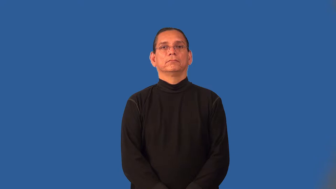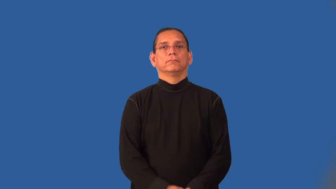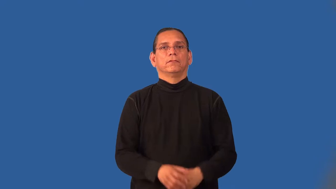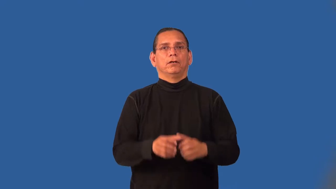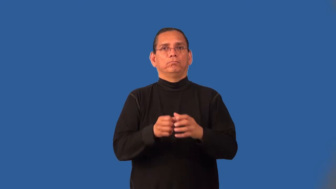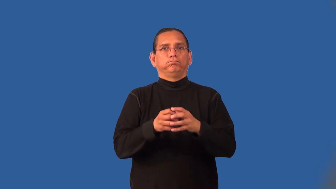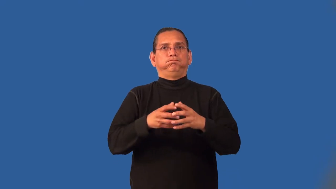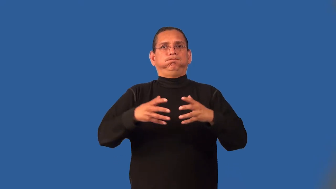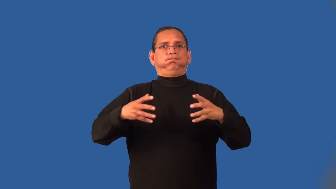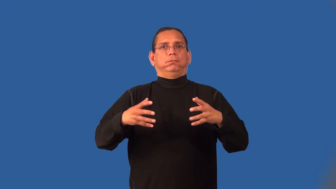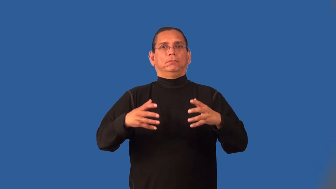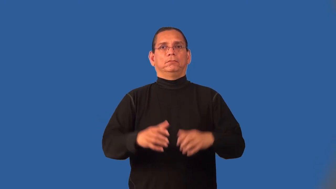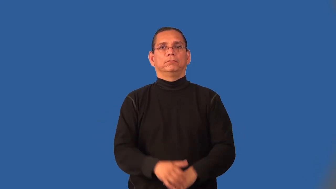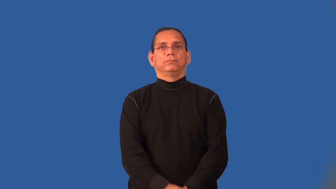inflamed